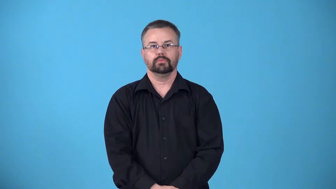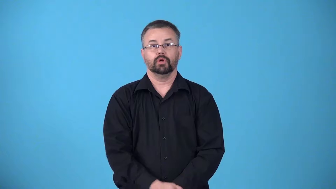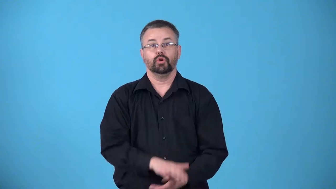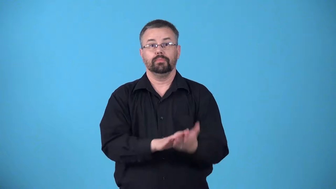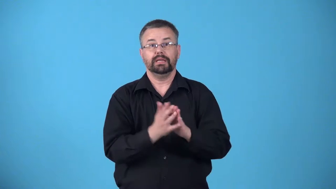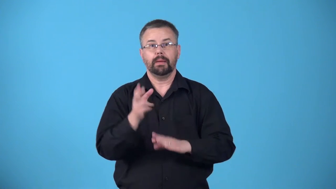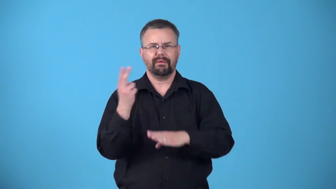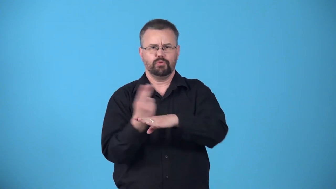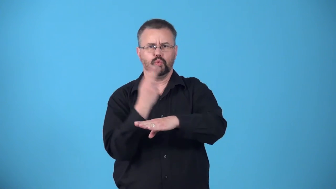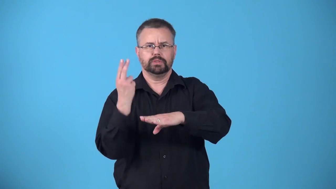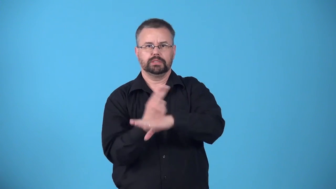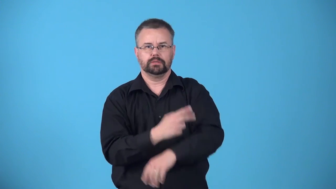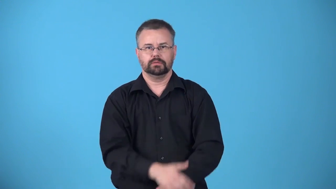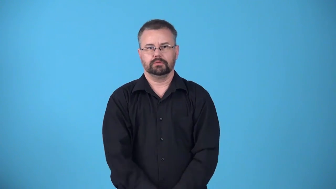avail-useful